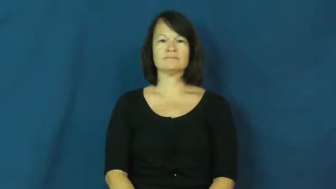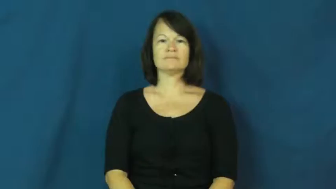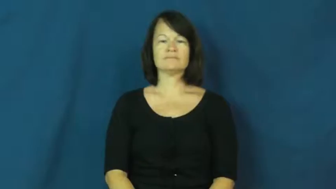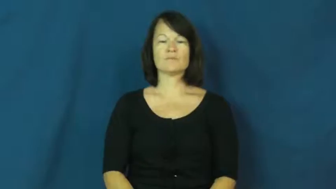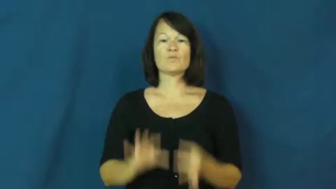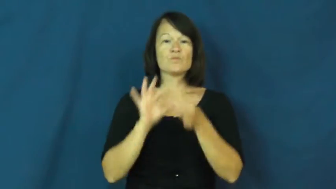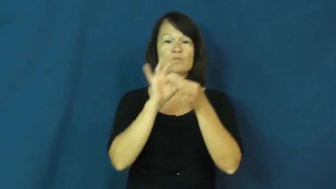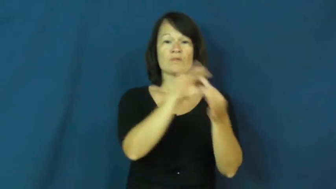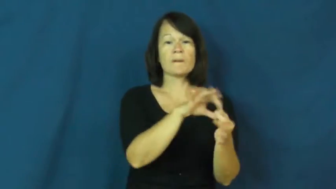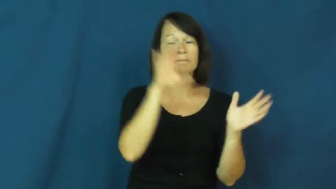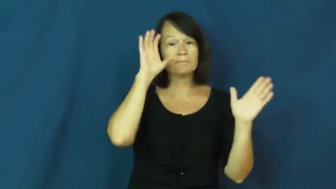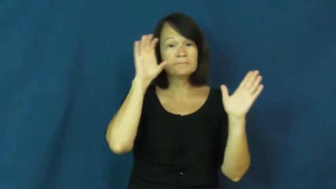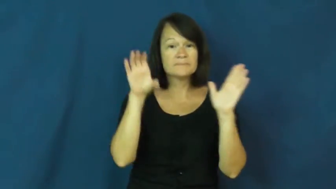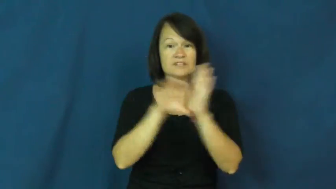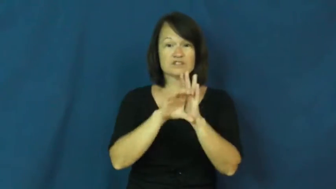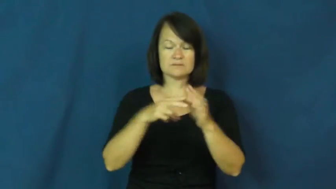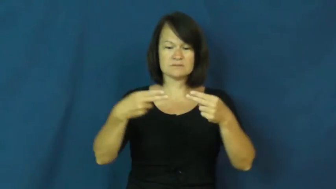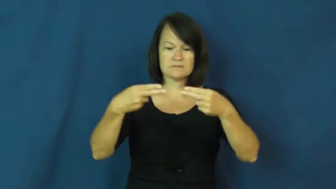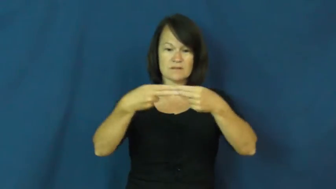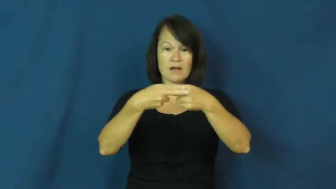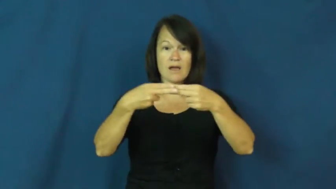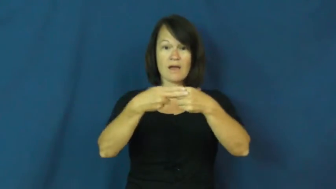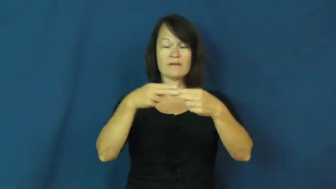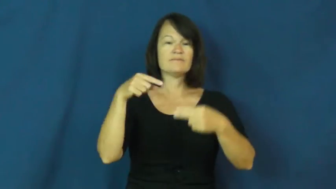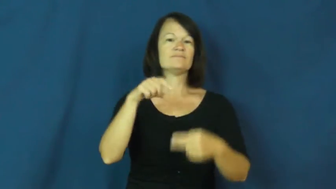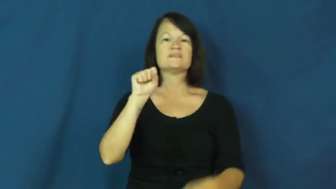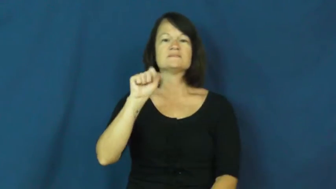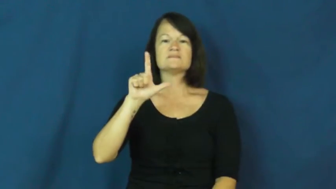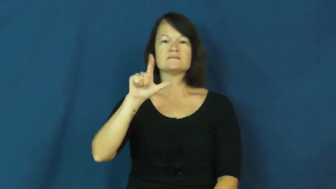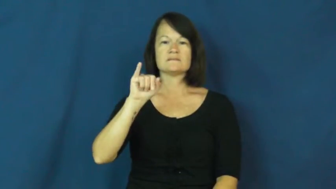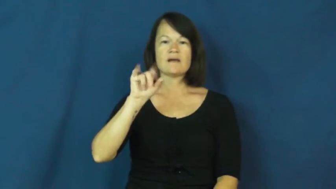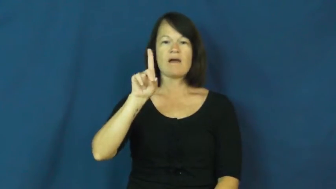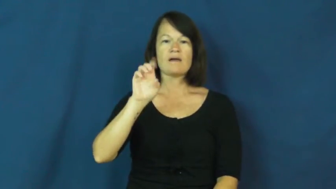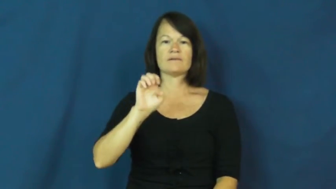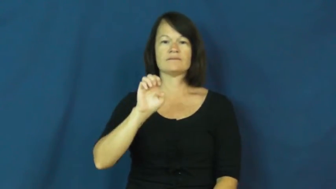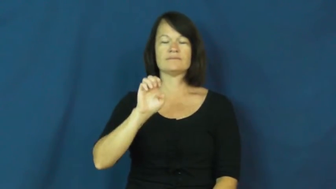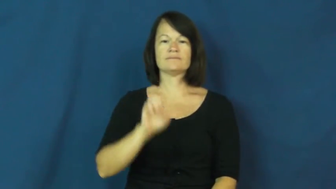slide-film